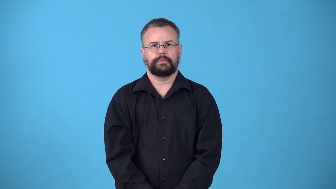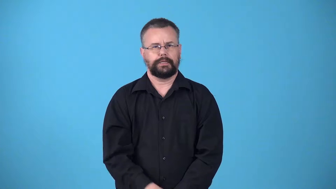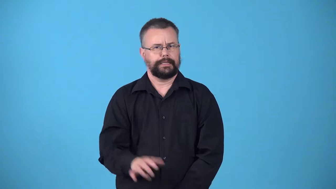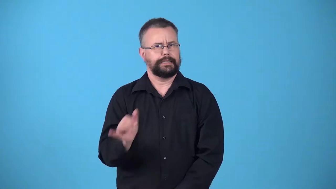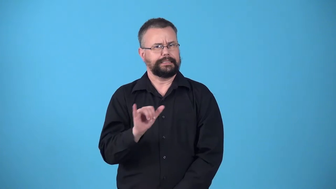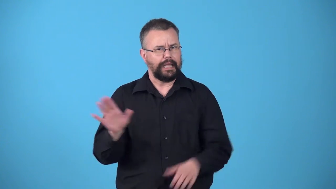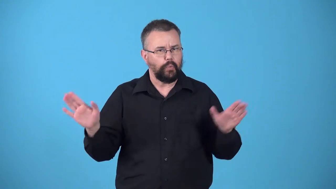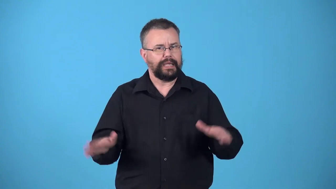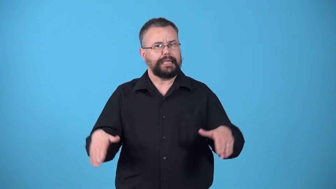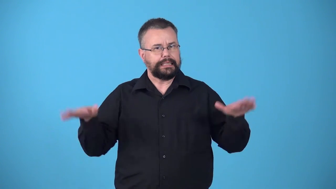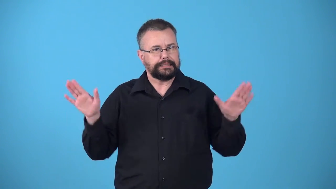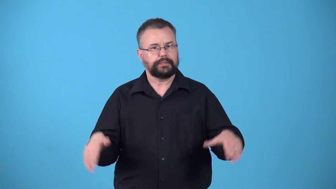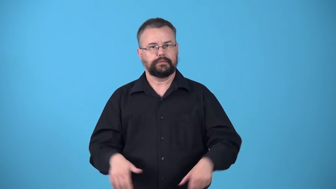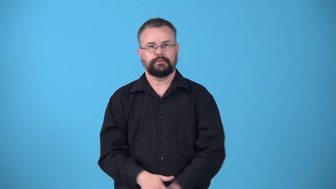winglike